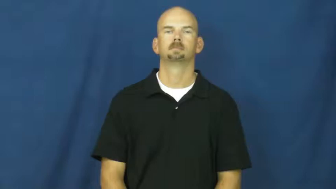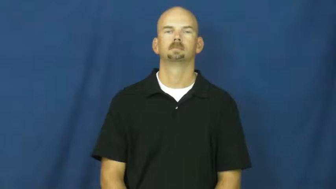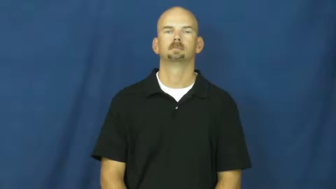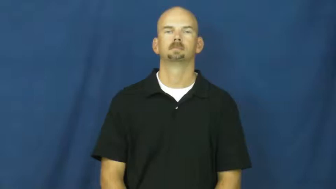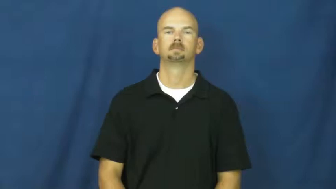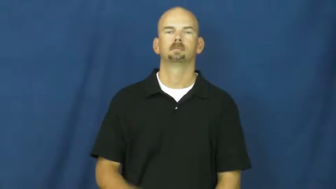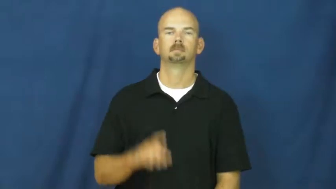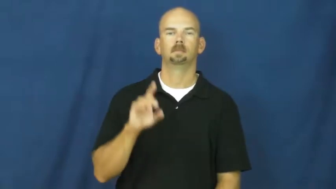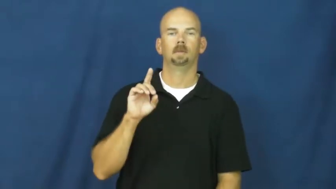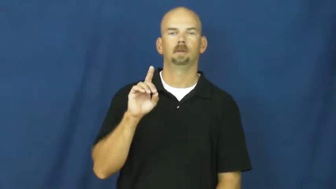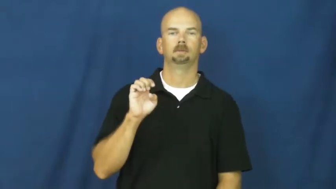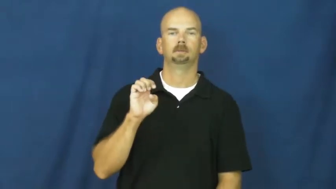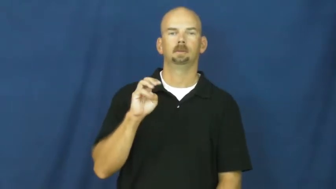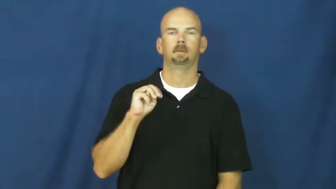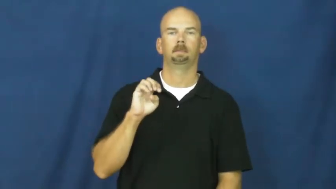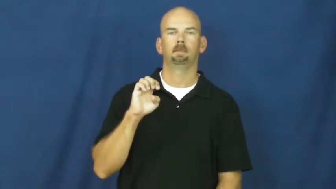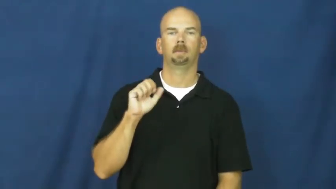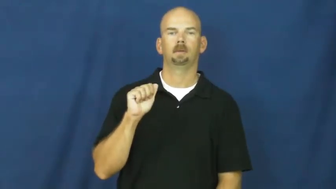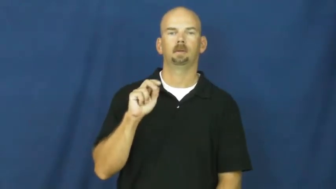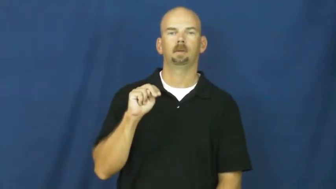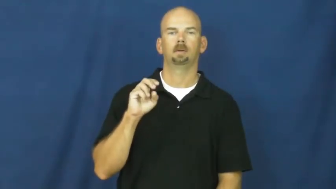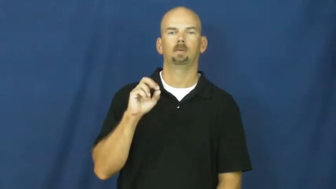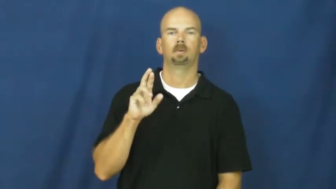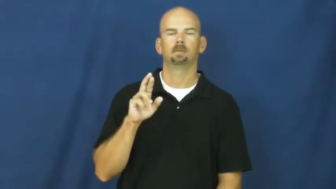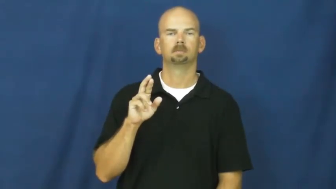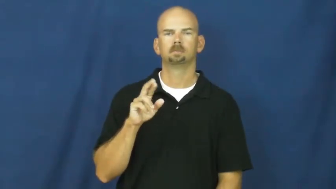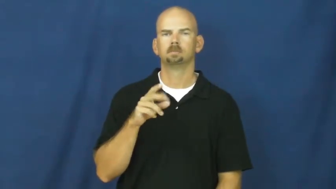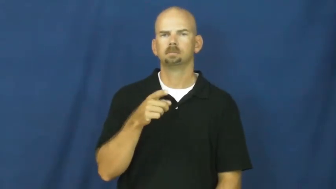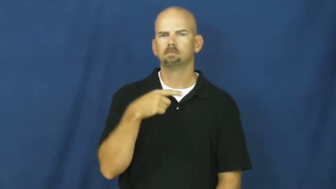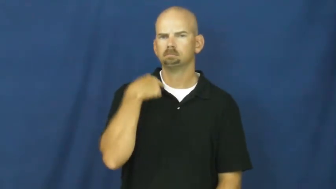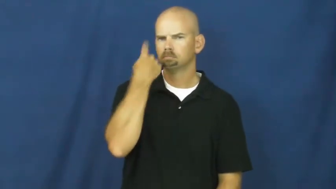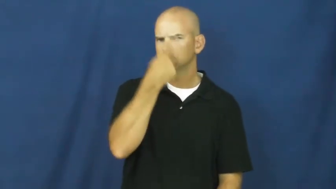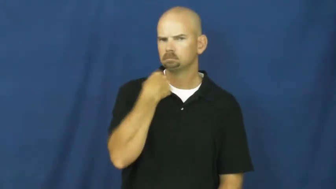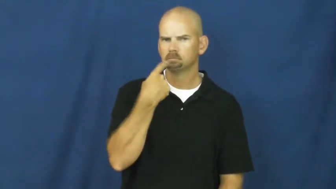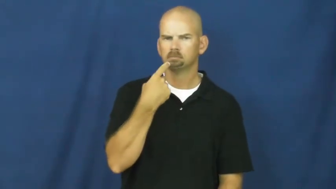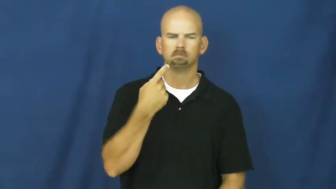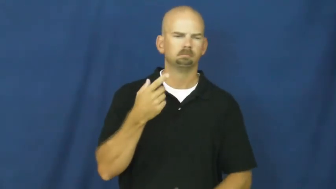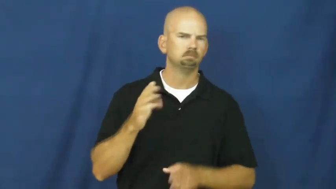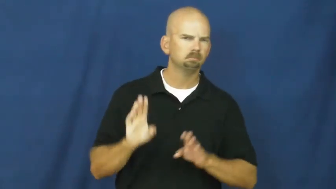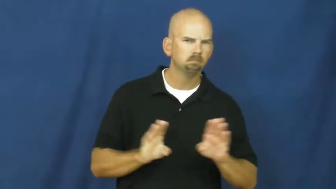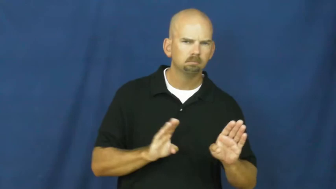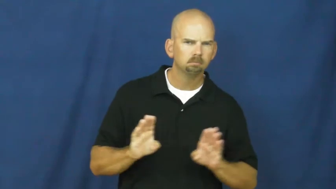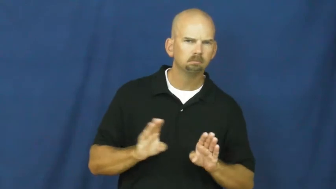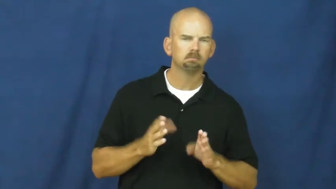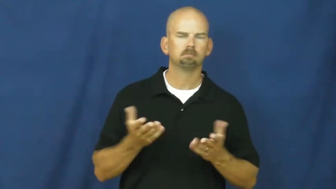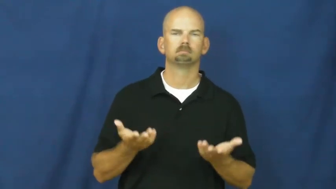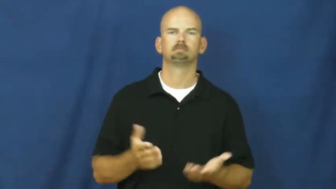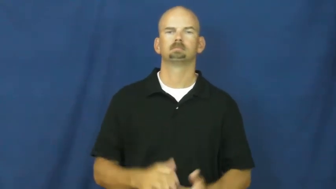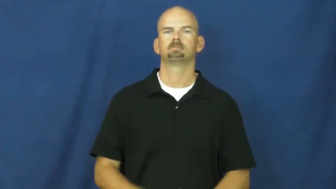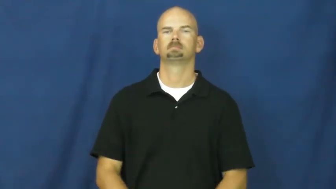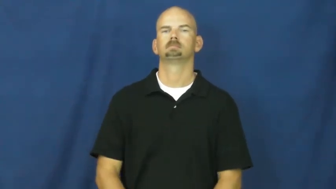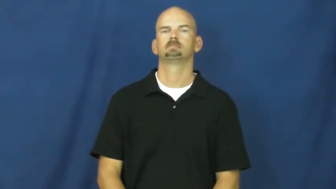demeanor